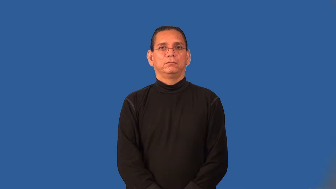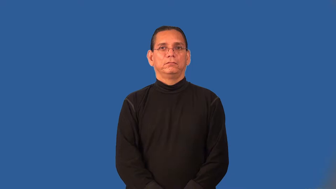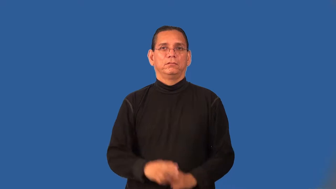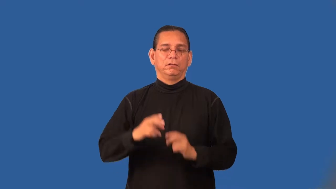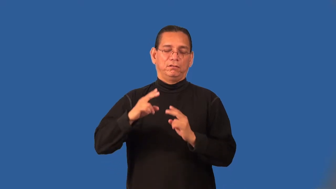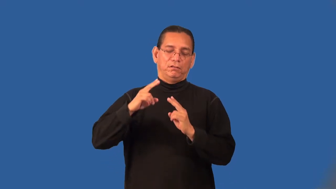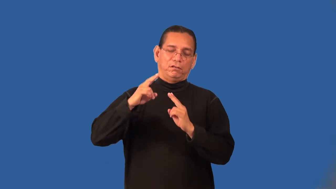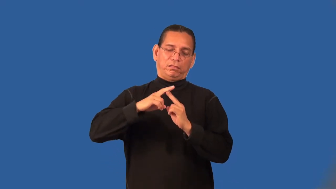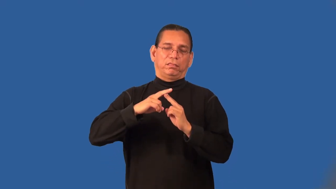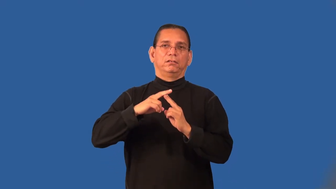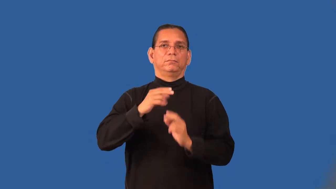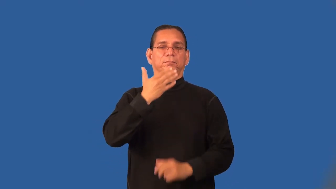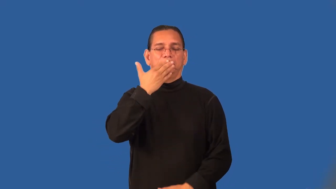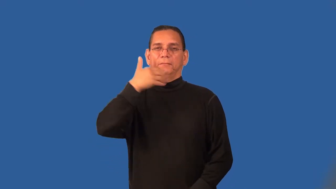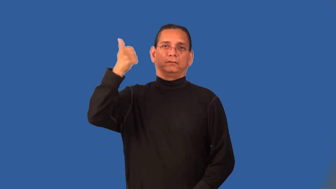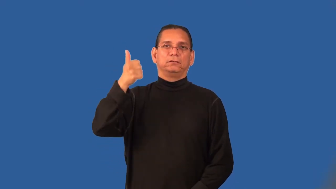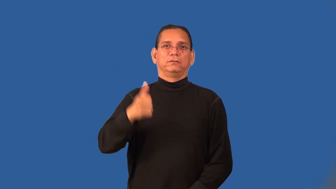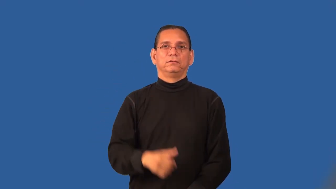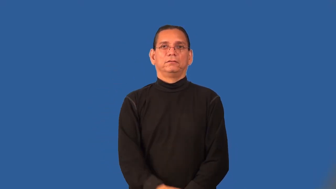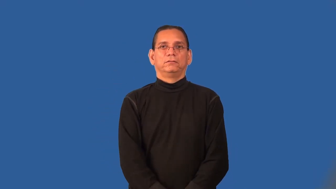prime-best